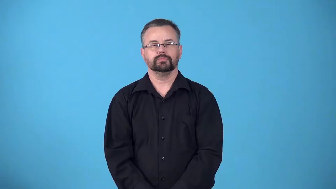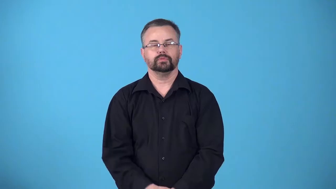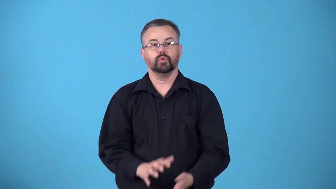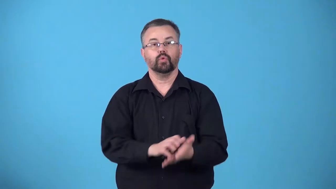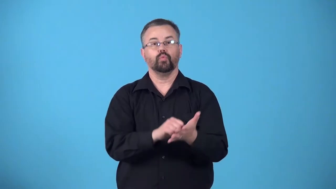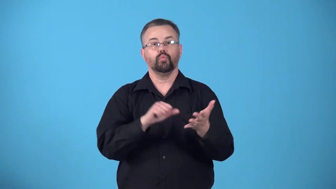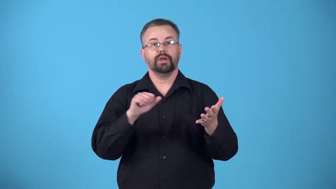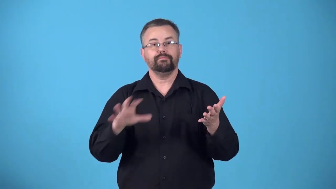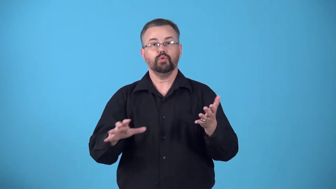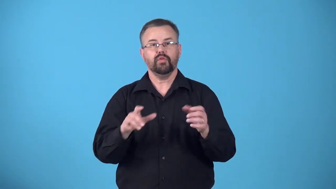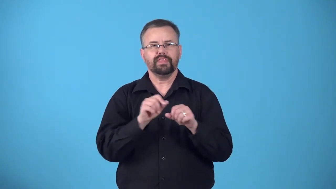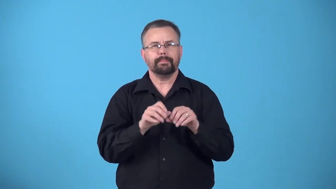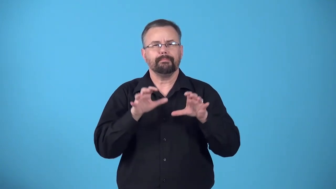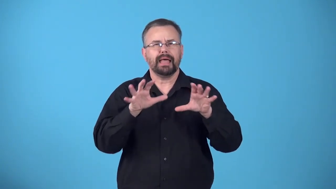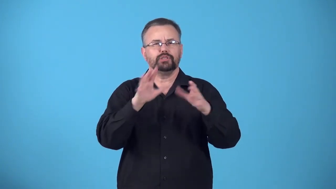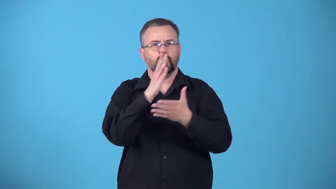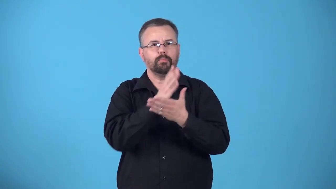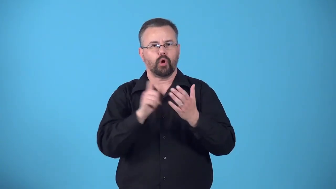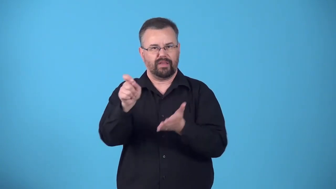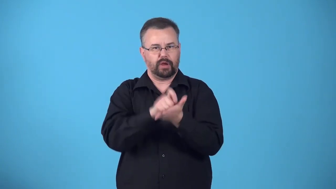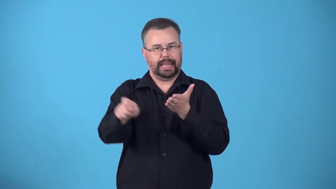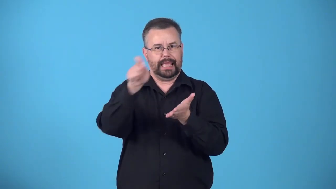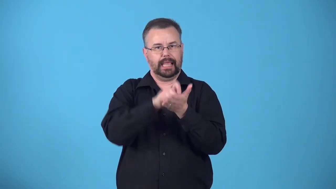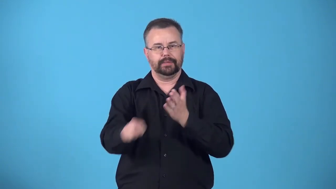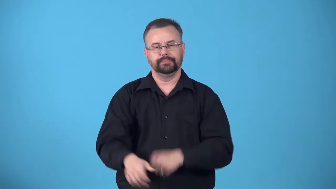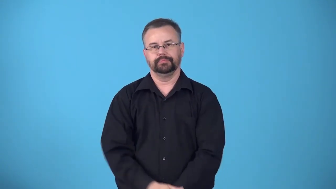demythologize